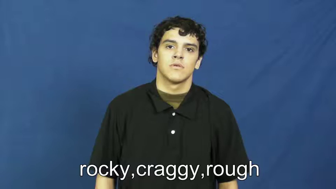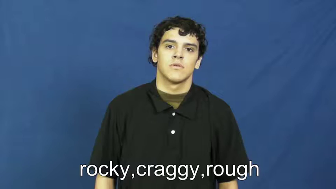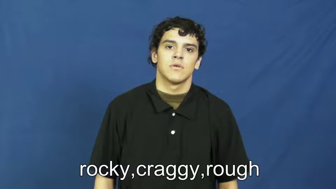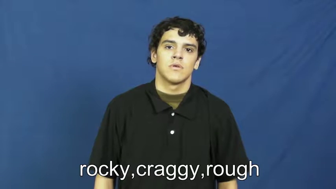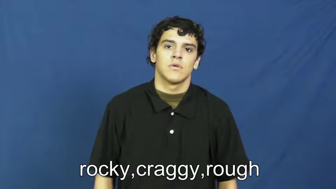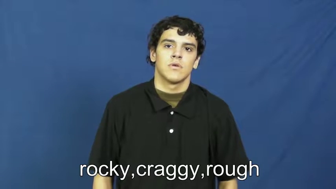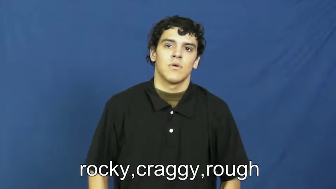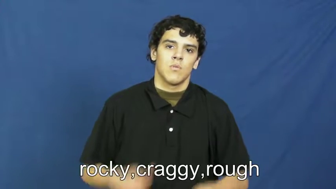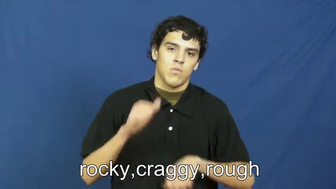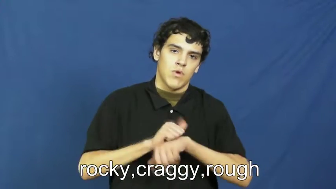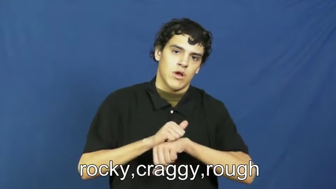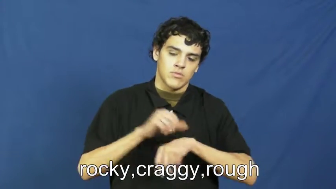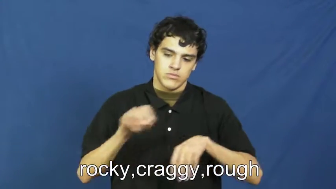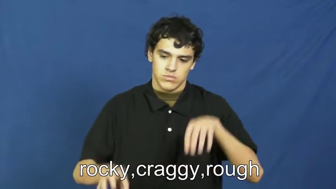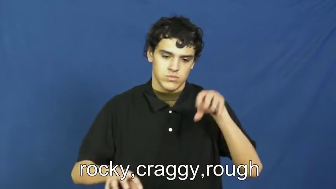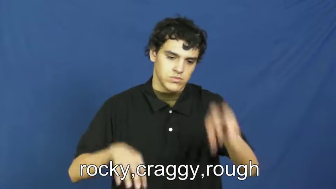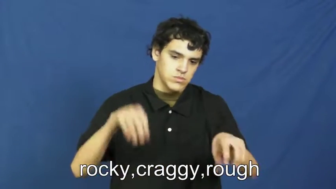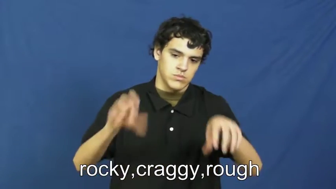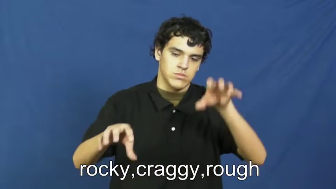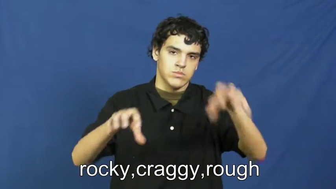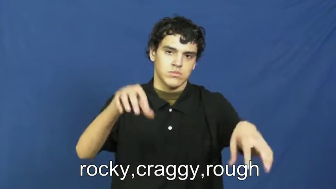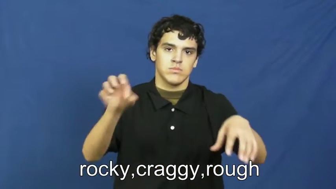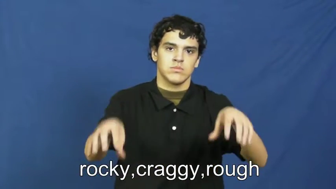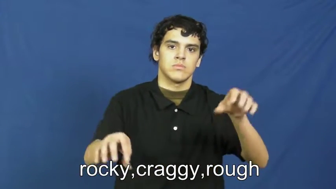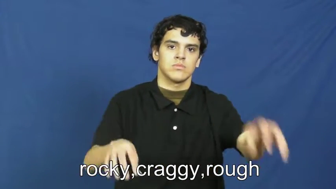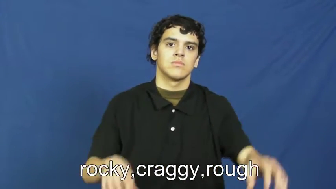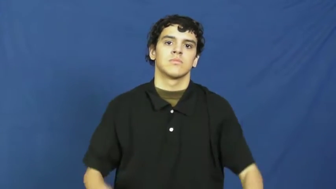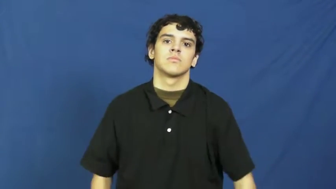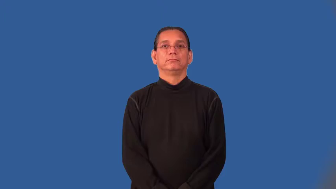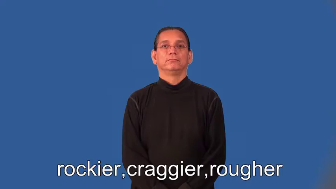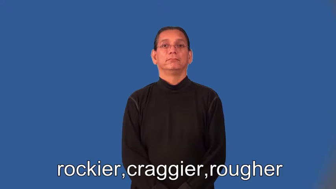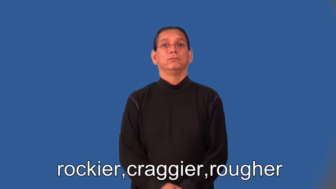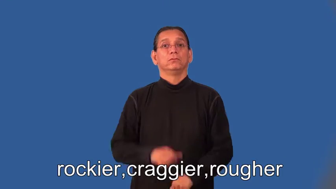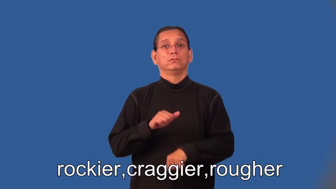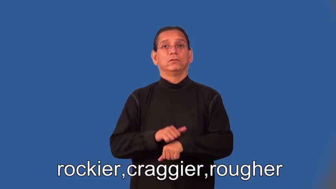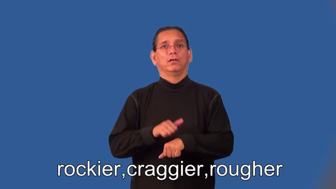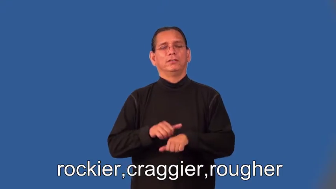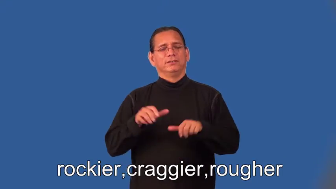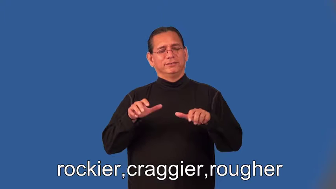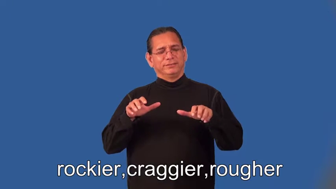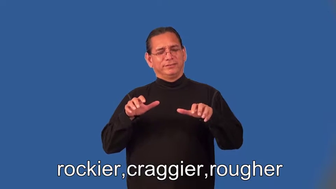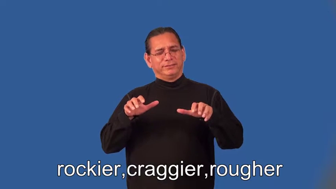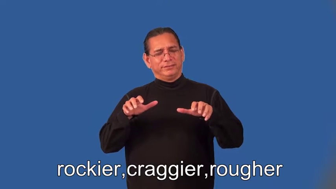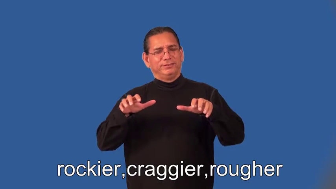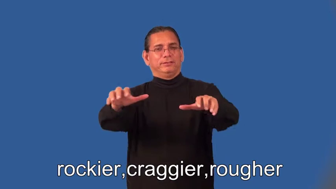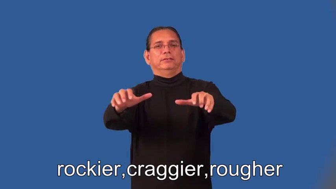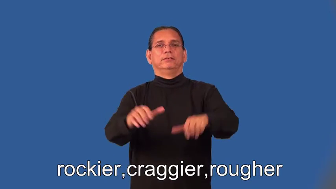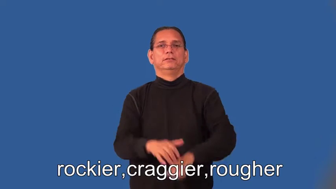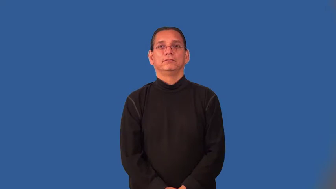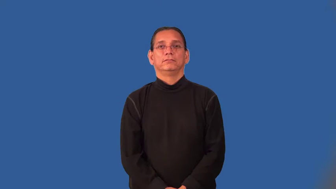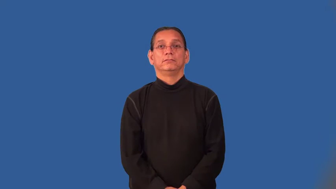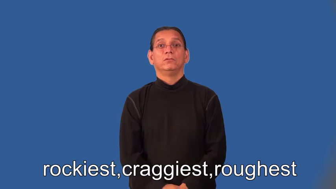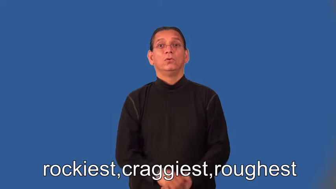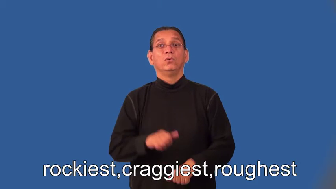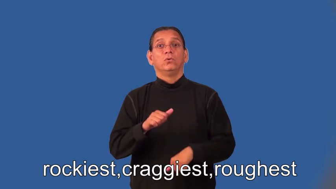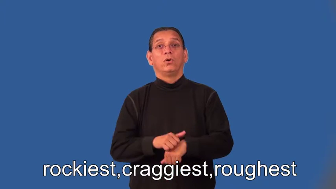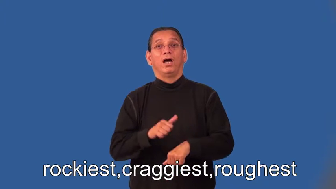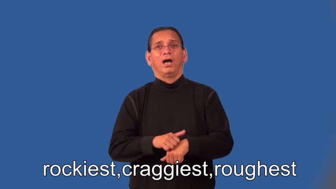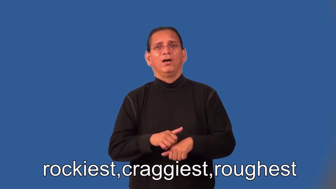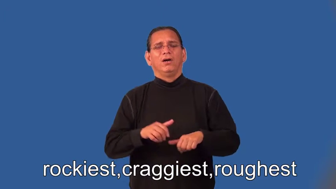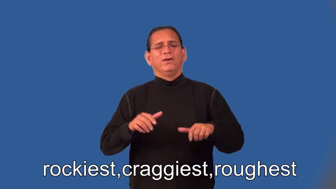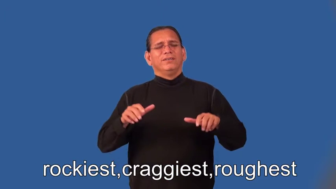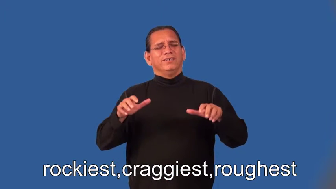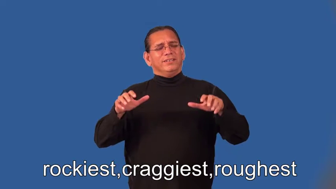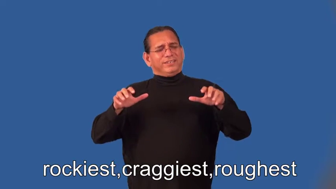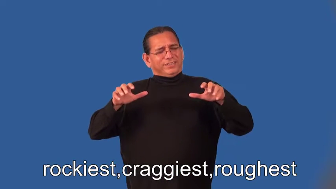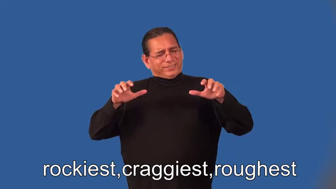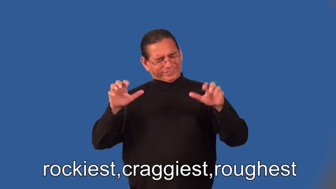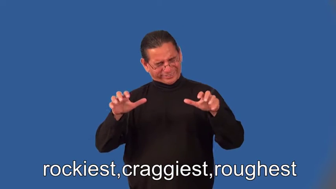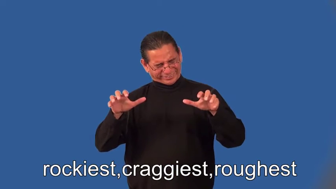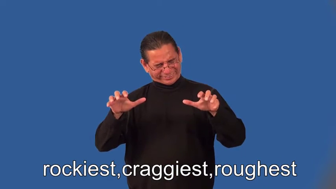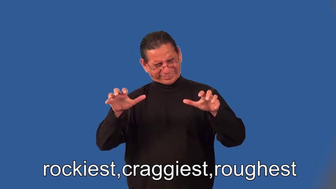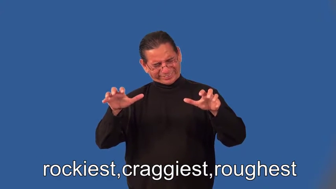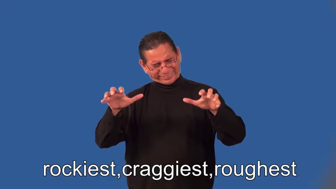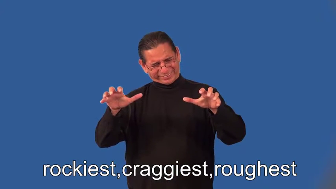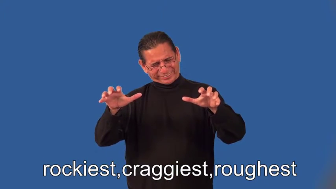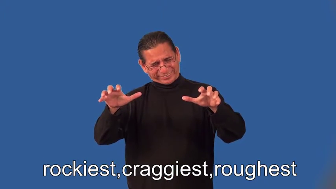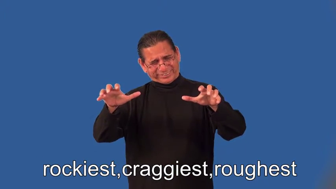rockier,craggier,rougher,rockiest,craggiest,roughest